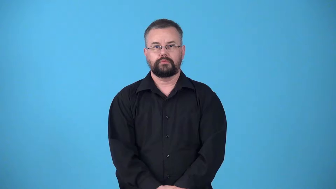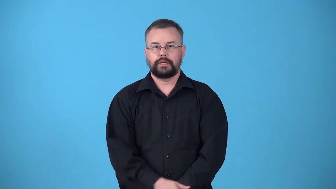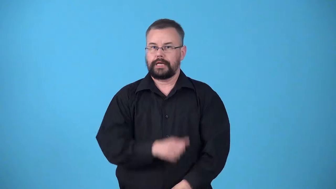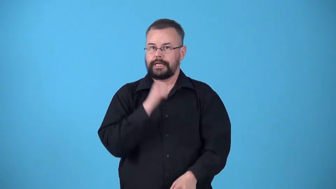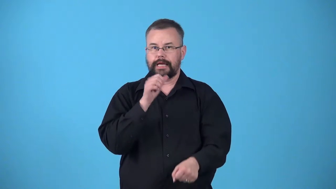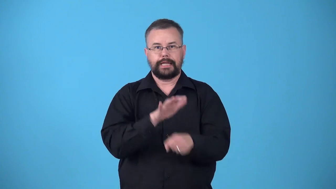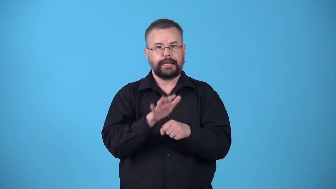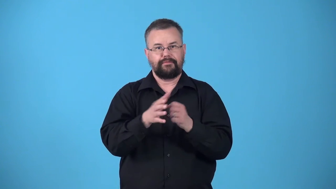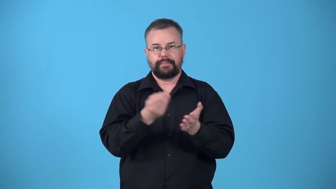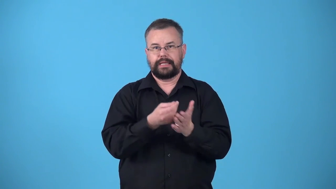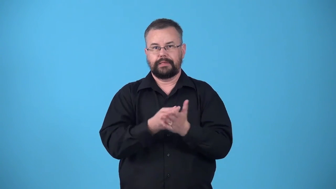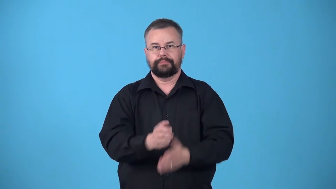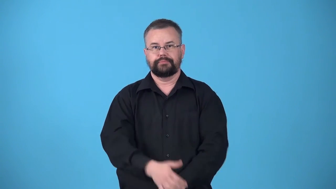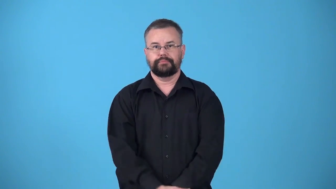underfunded